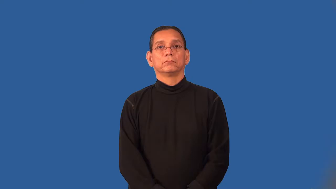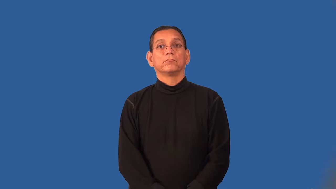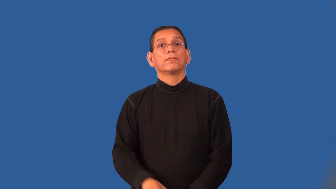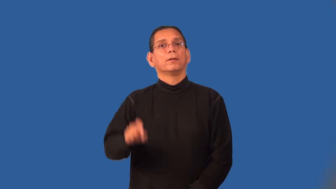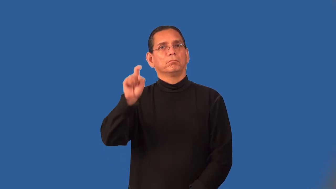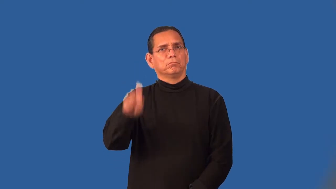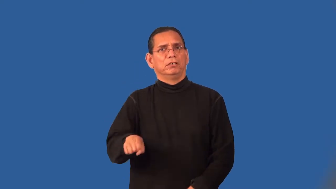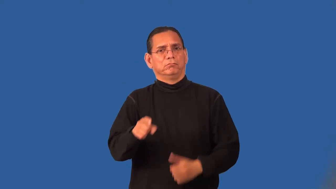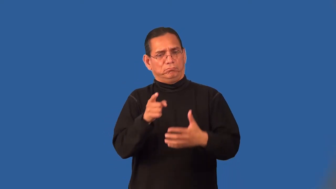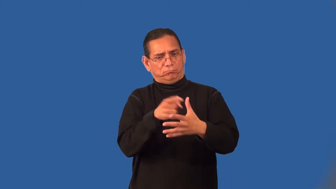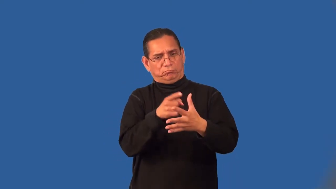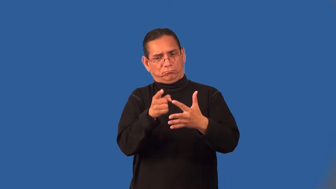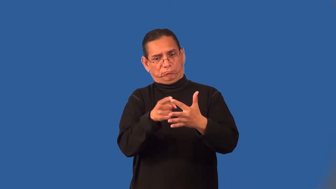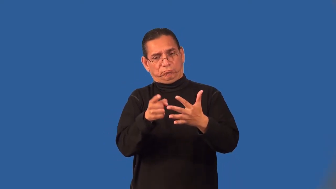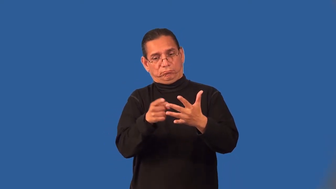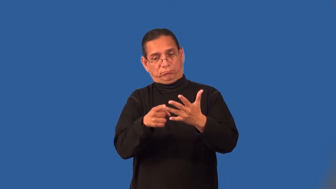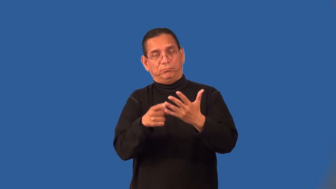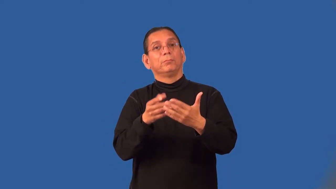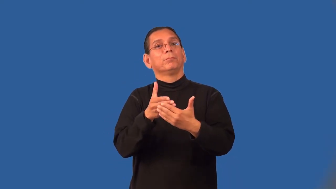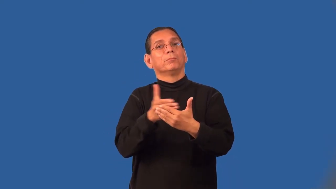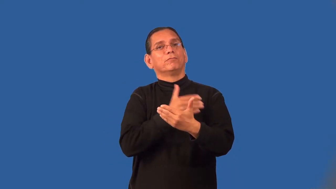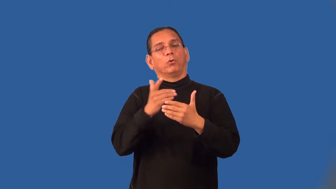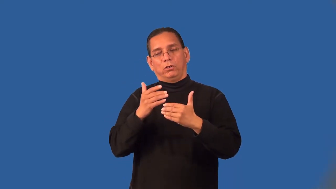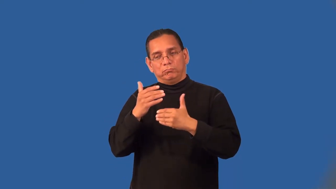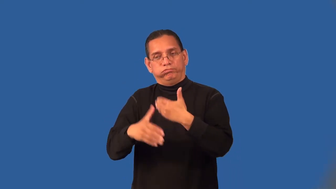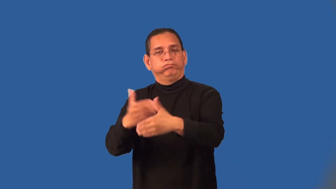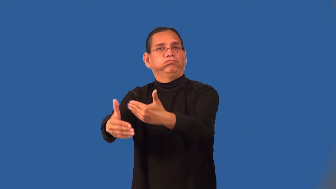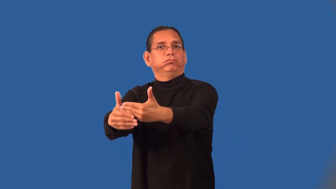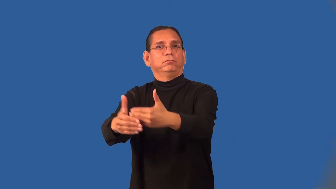precondition